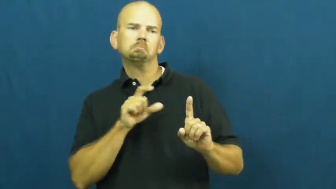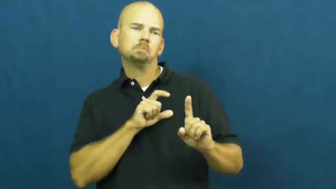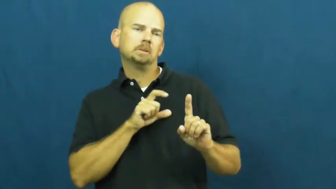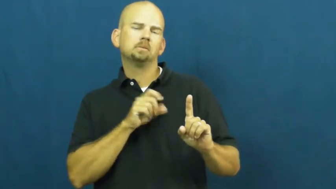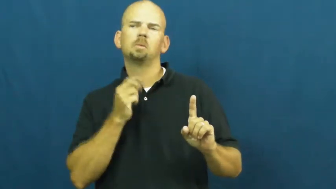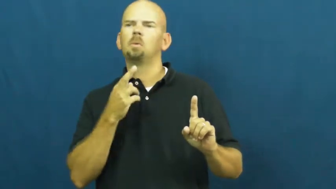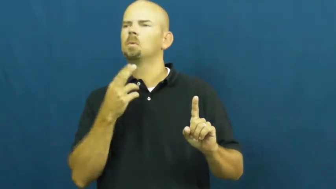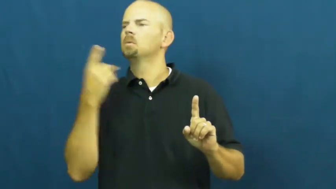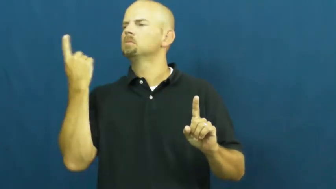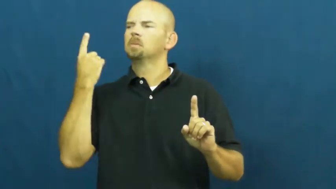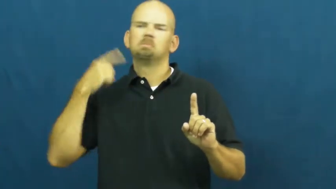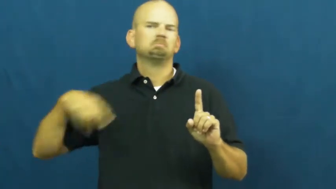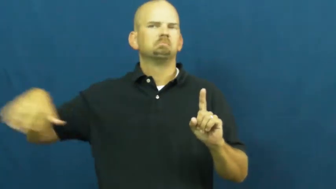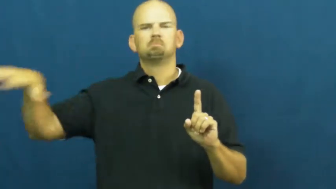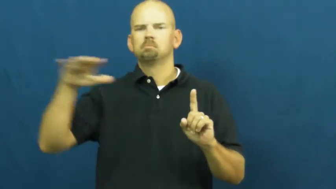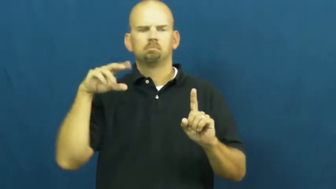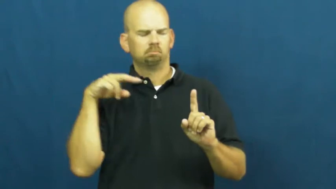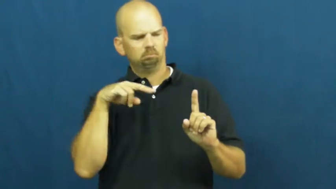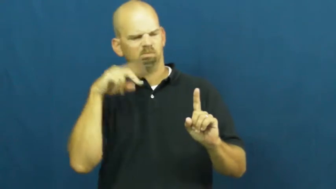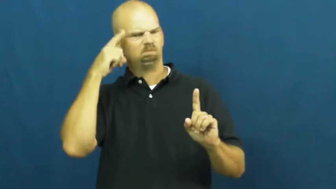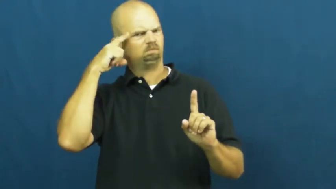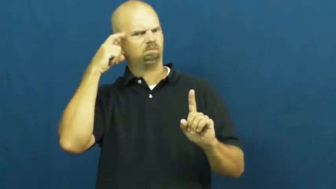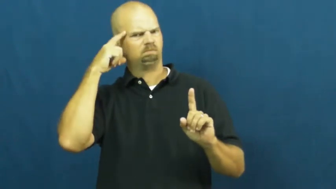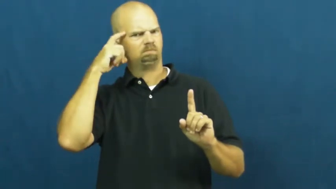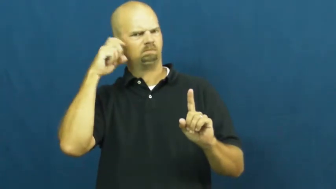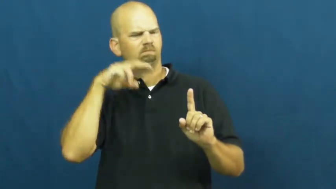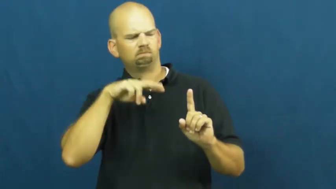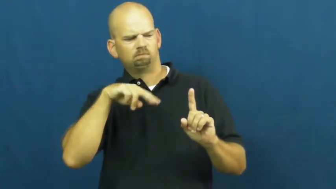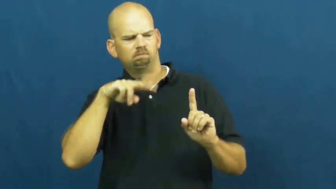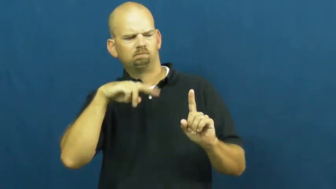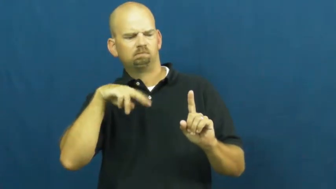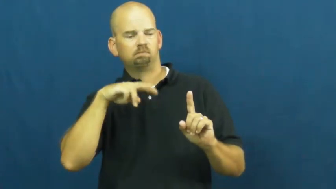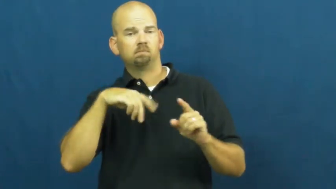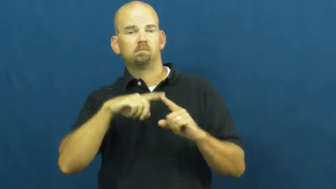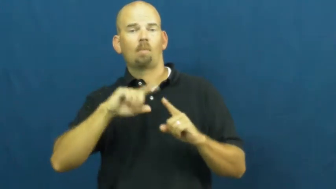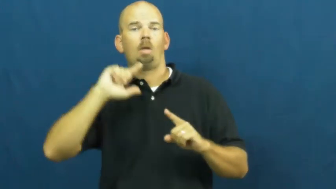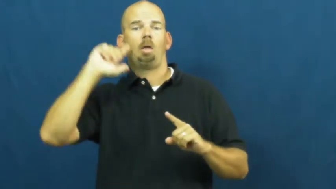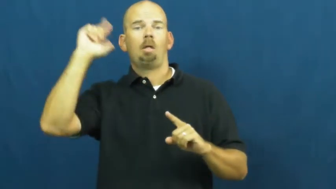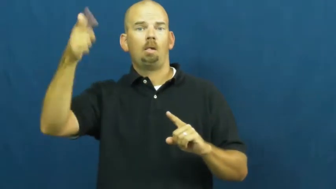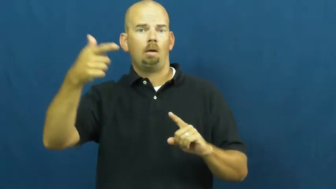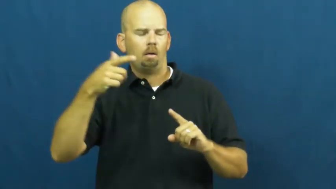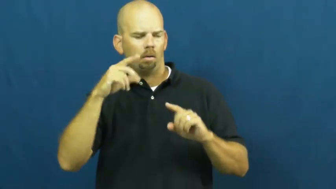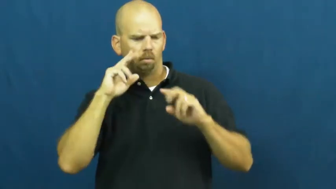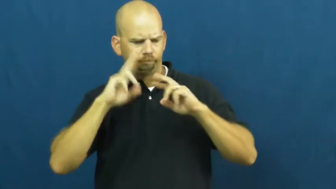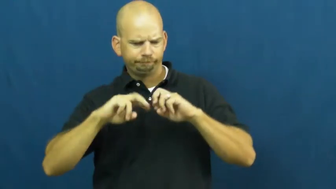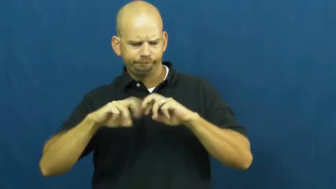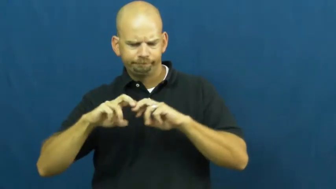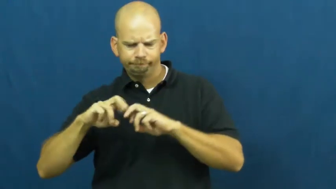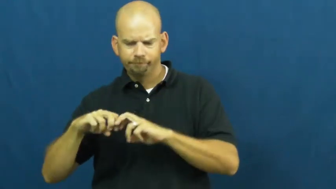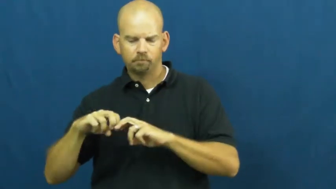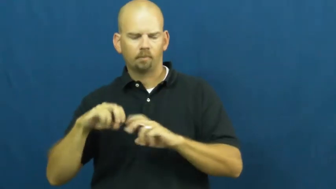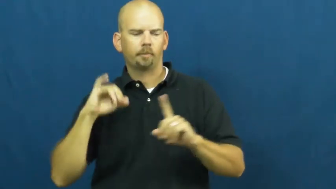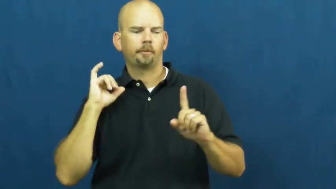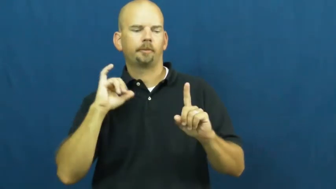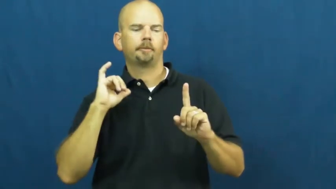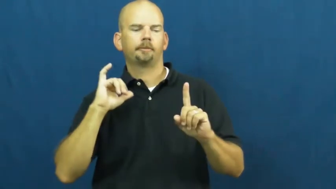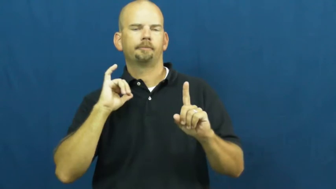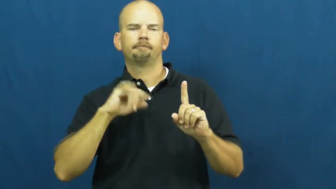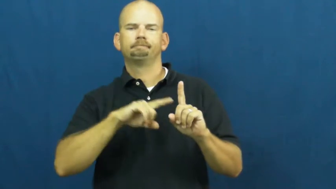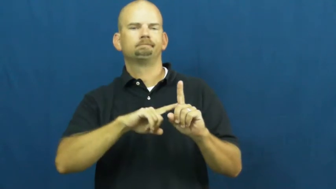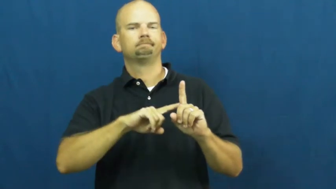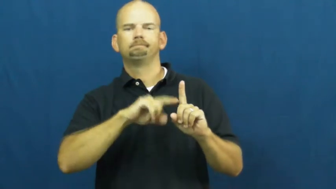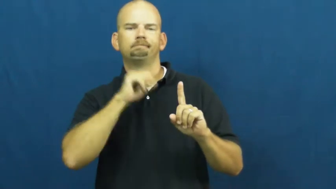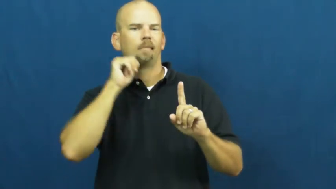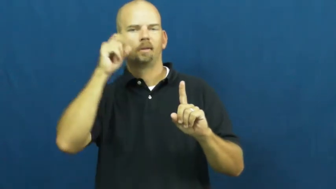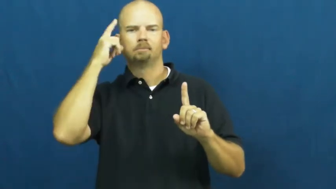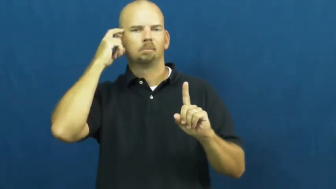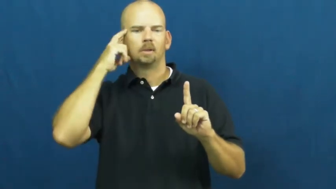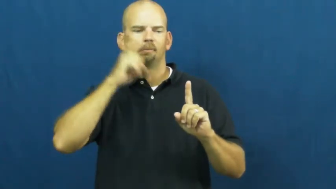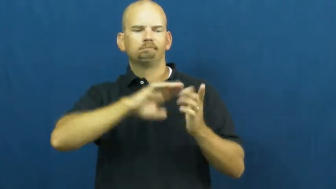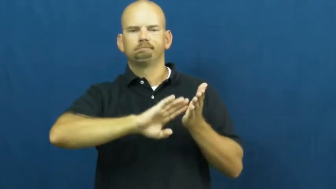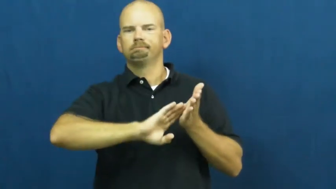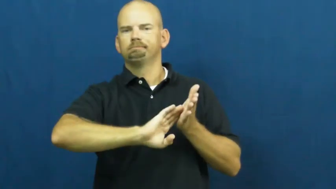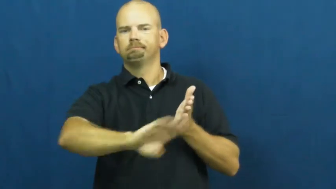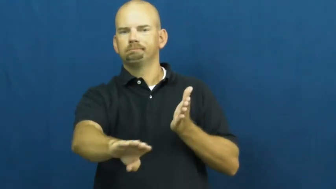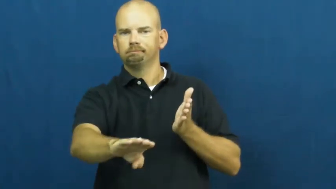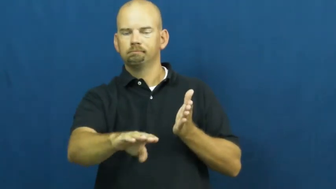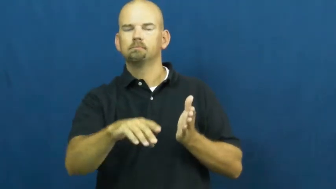vindicate